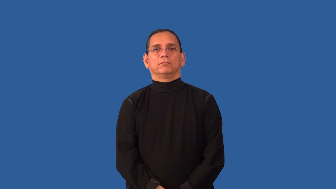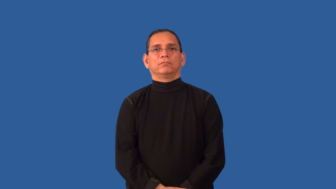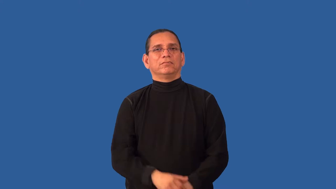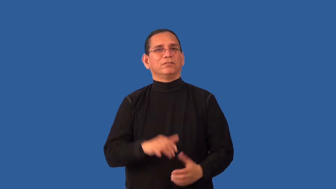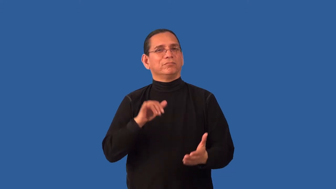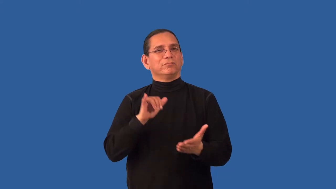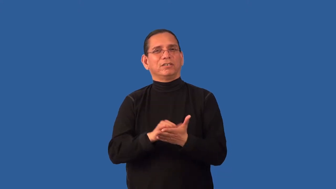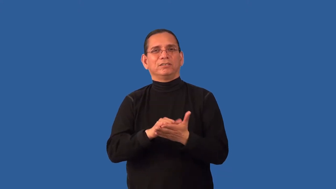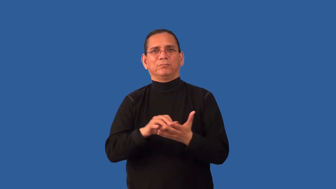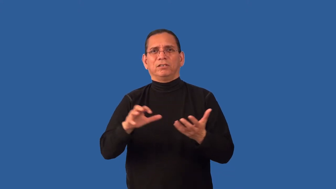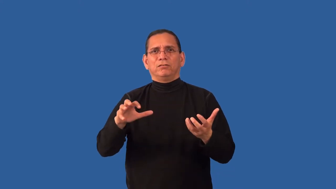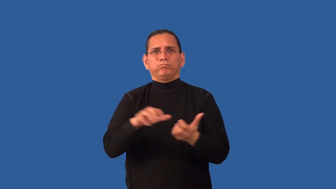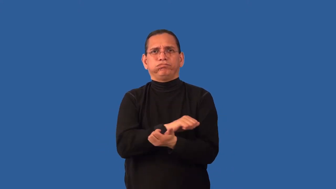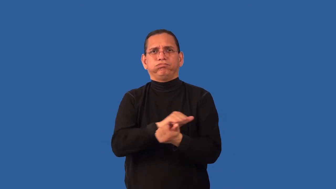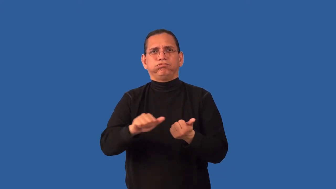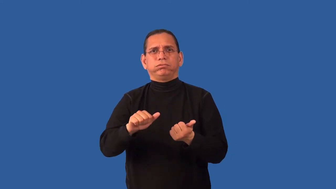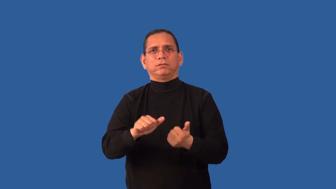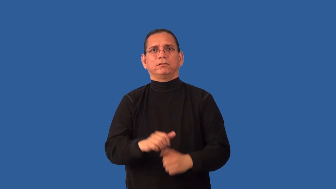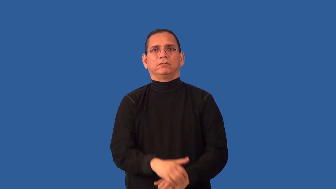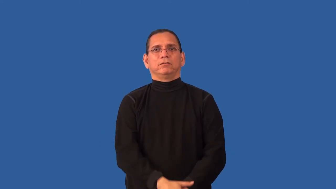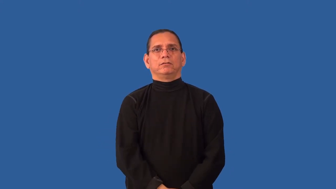impervious-can't destroy